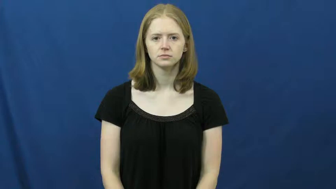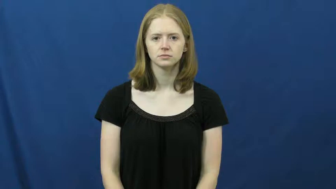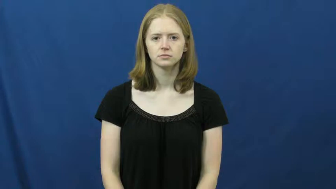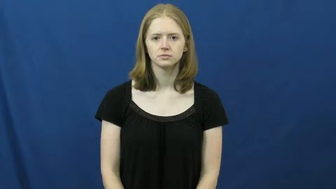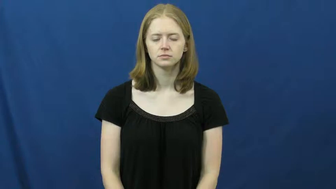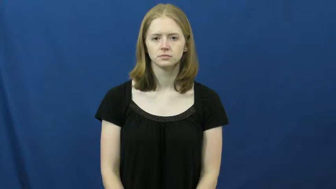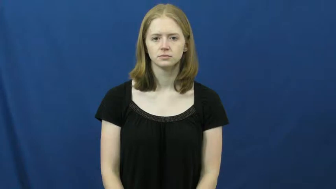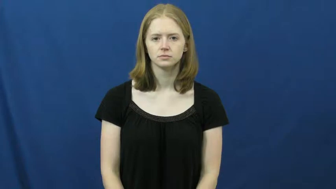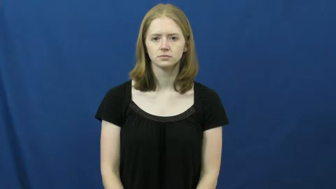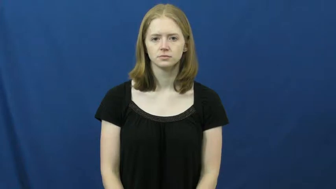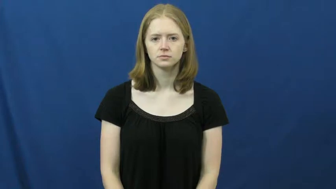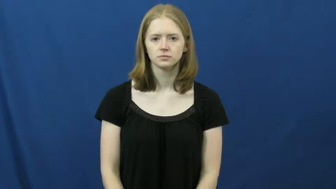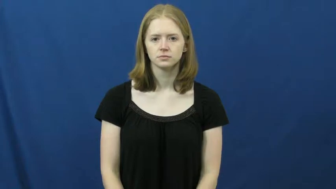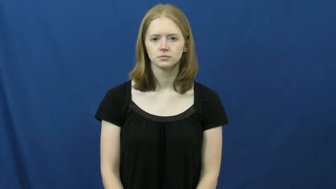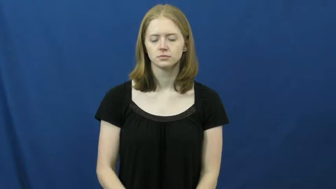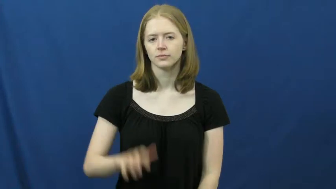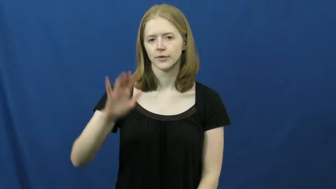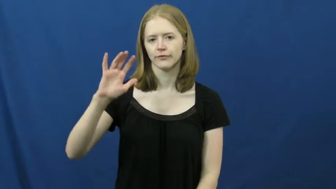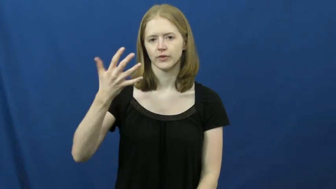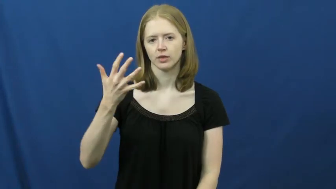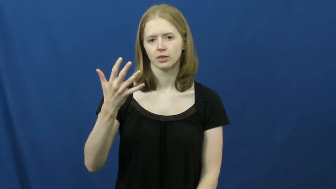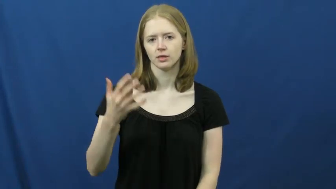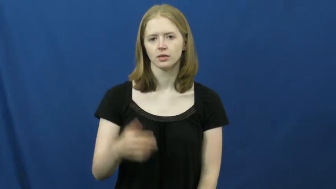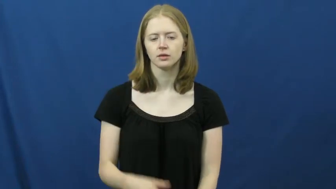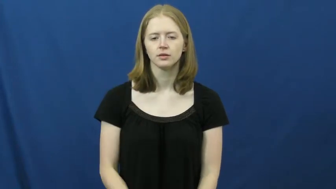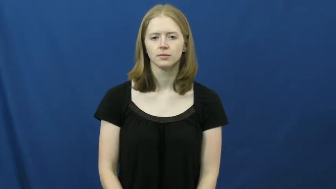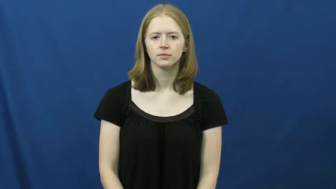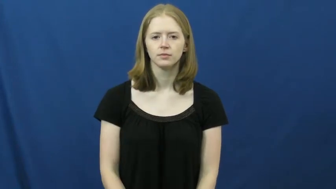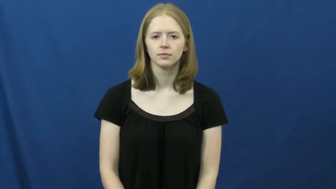fifth